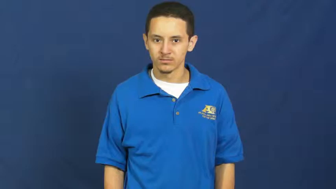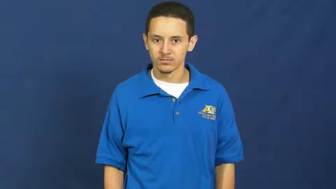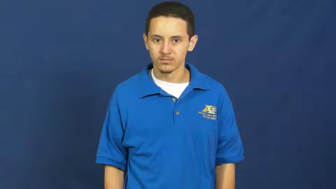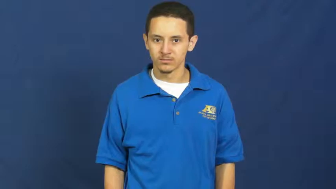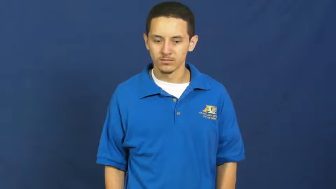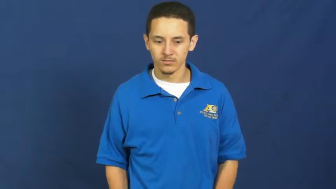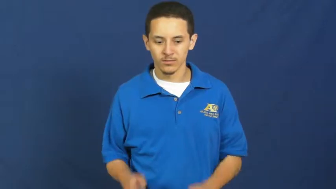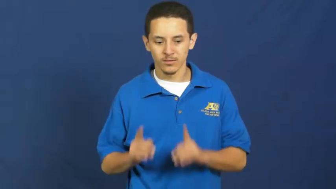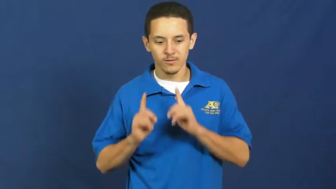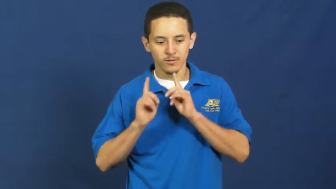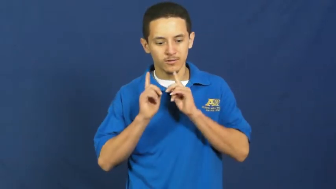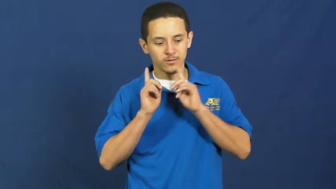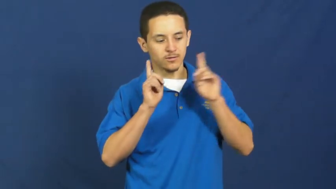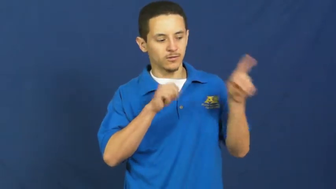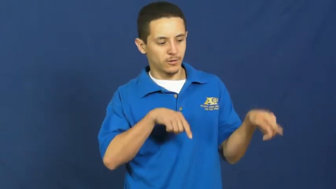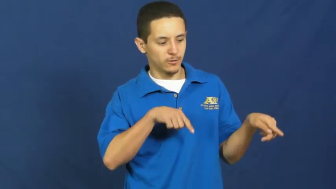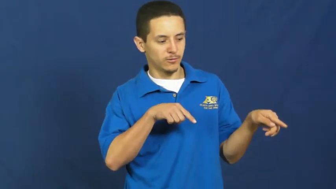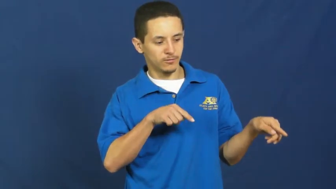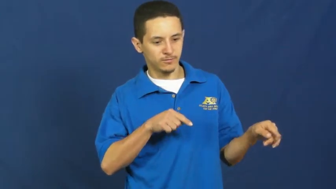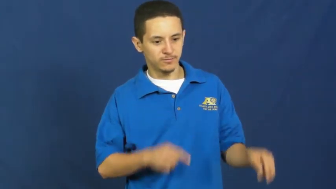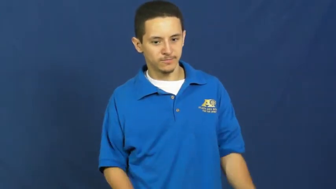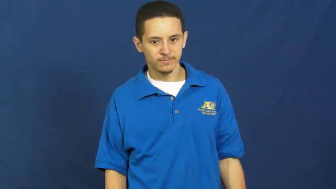order,order up-food